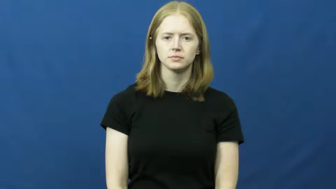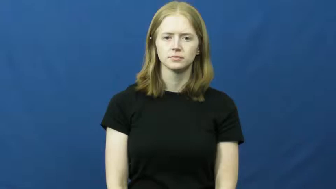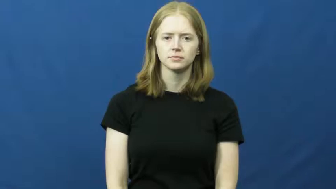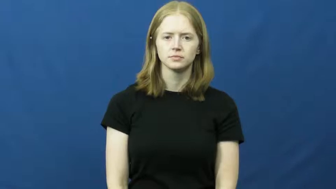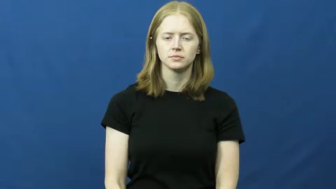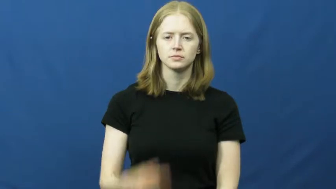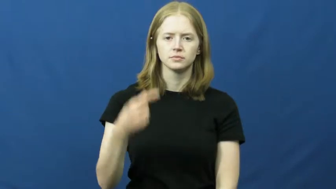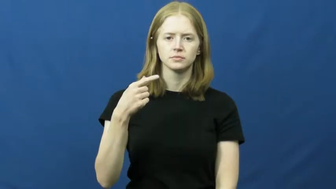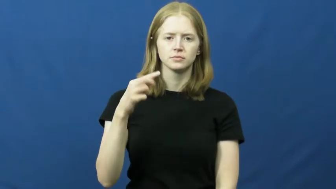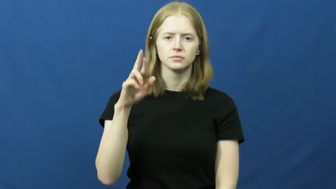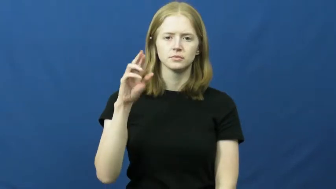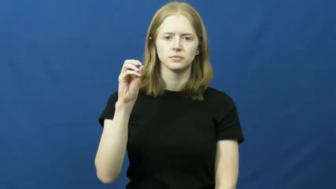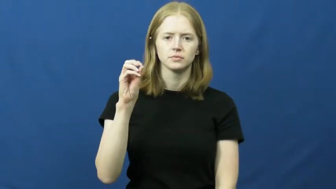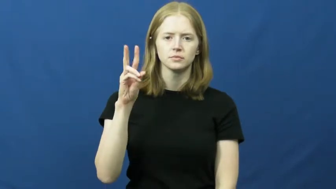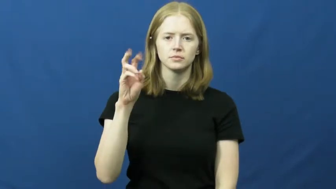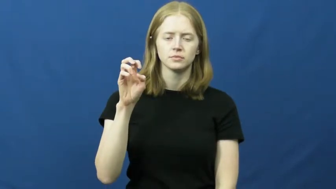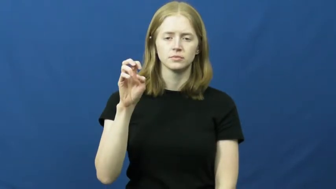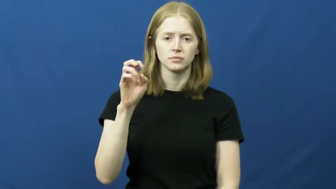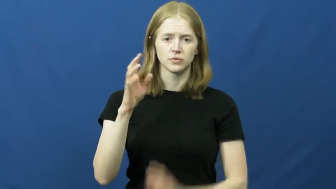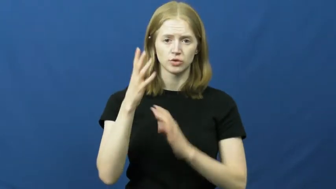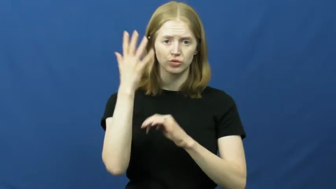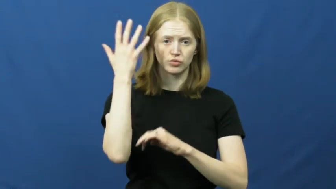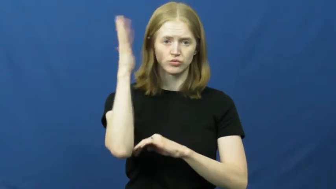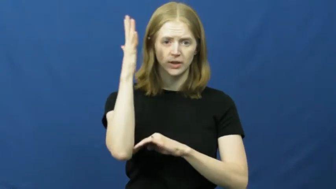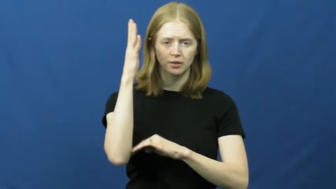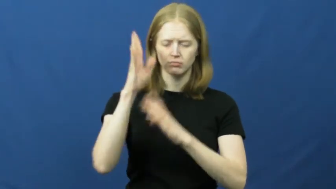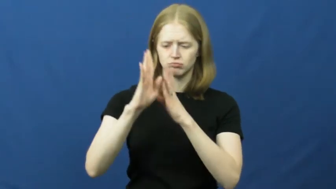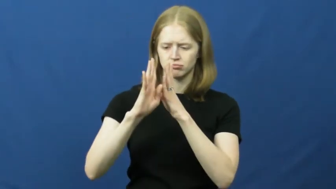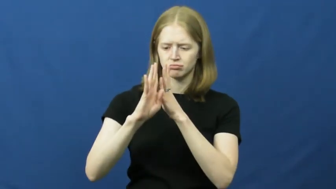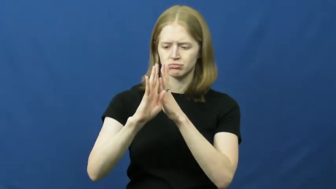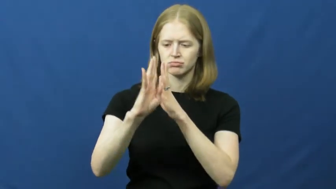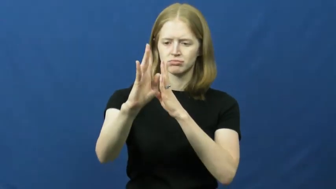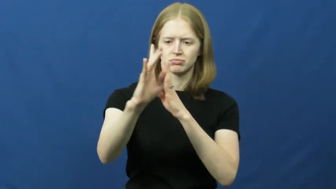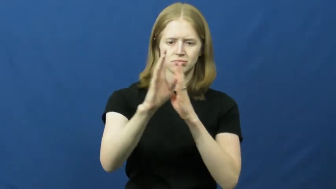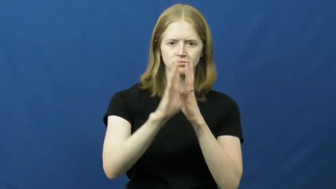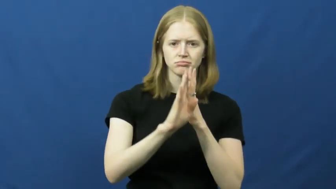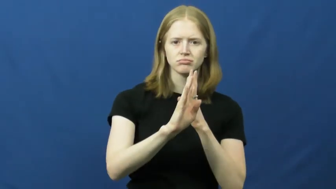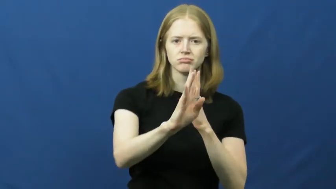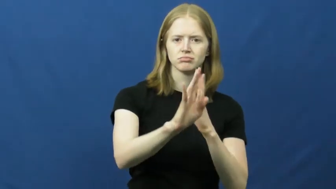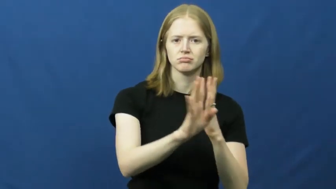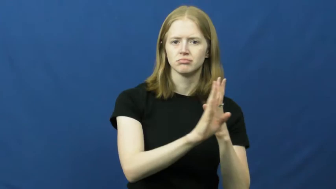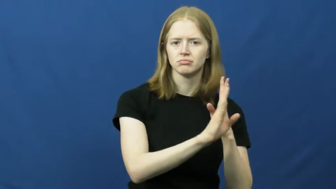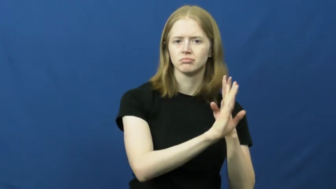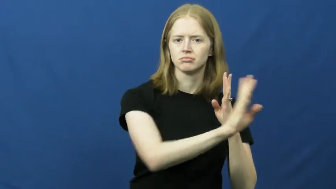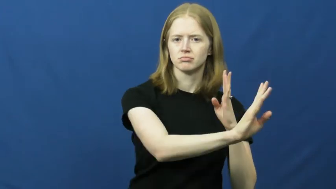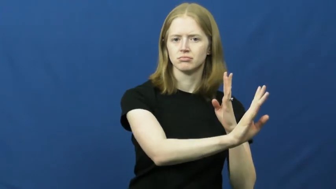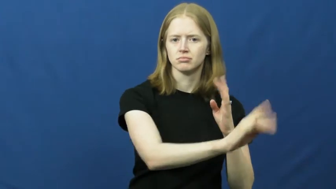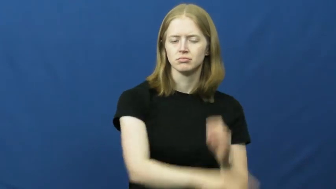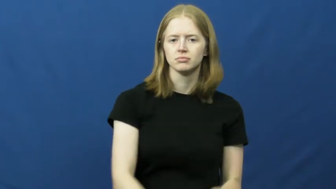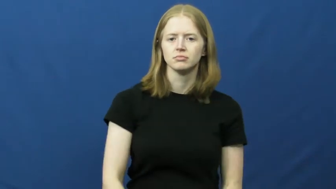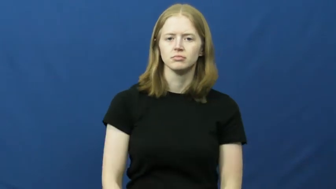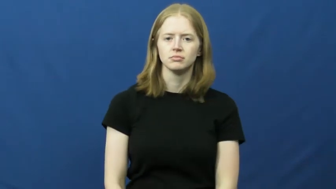grove